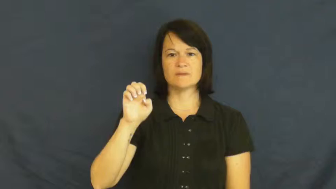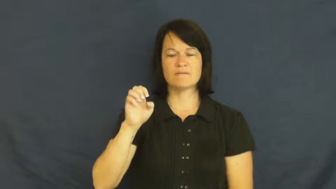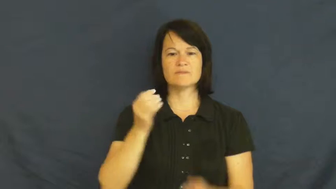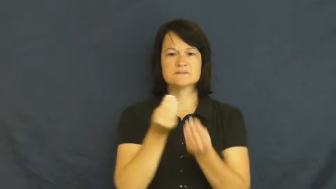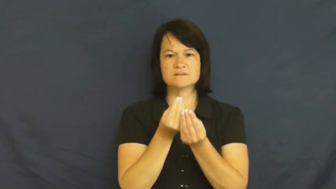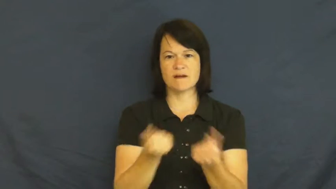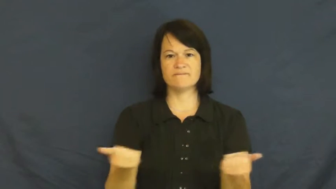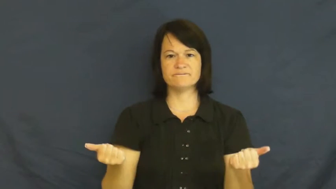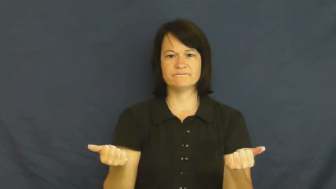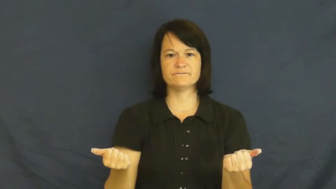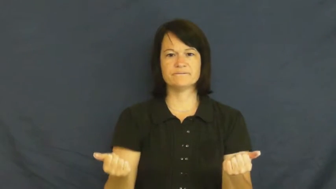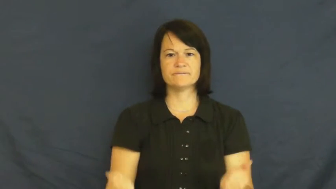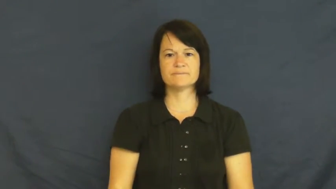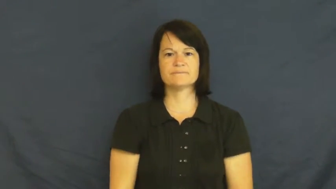remedy